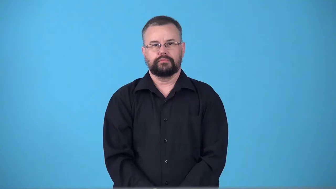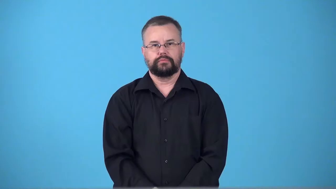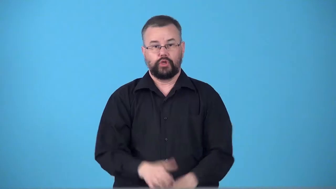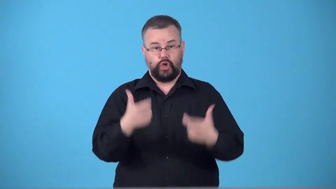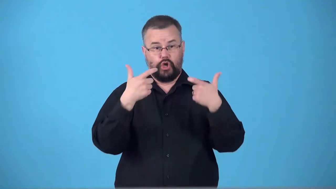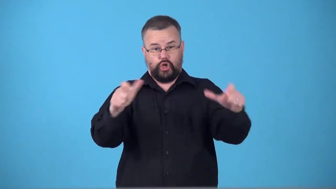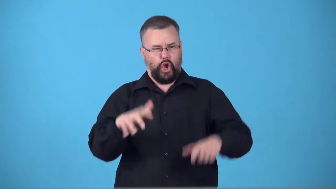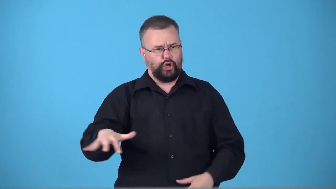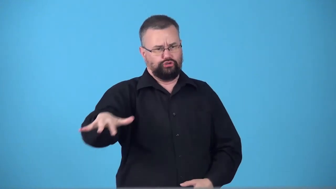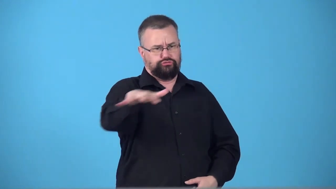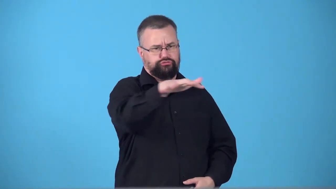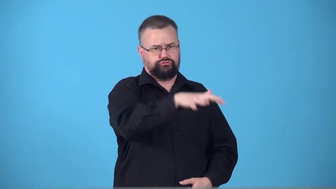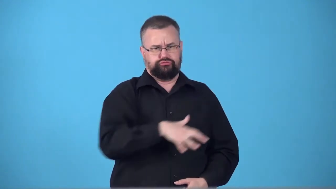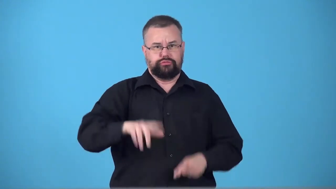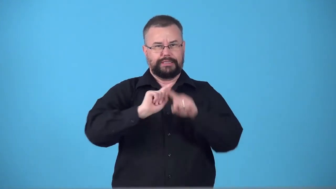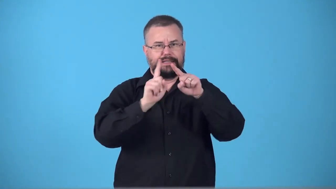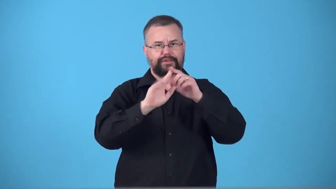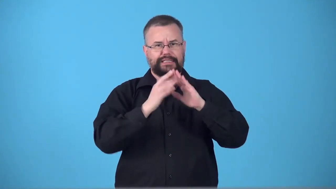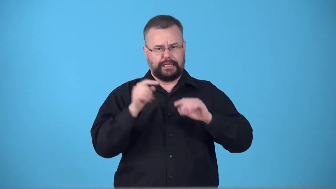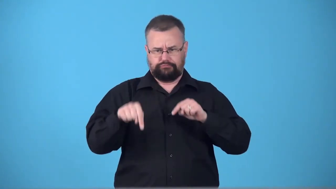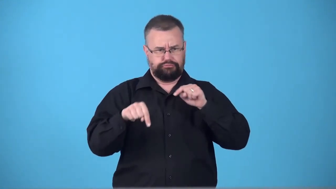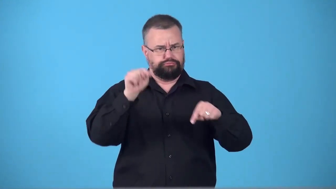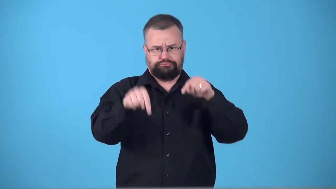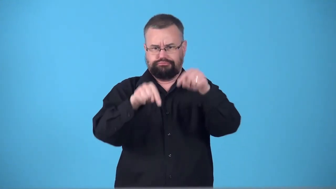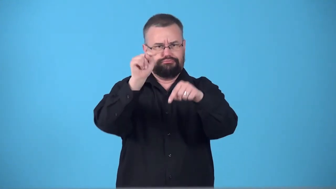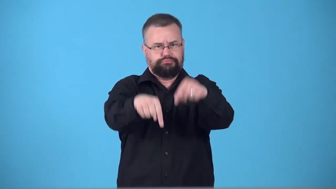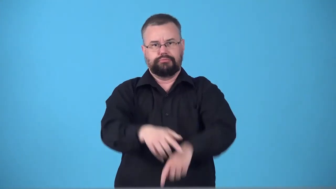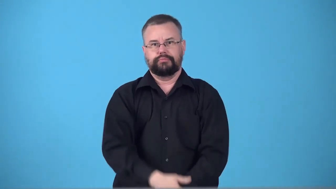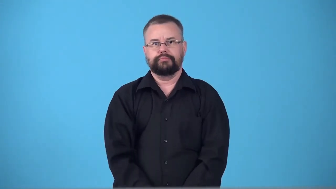supercity